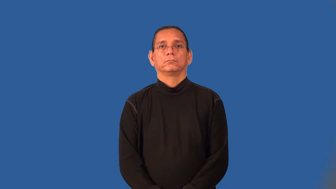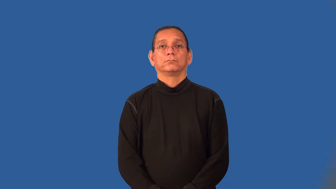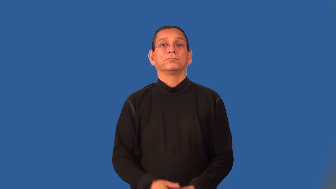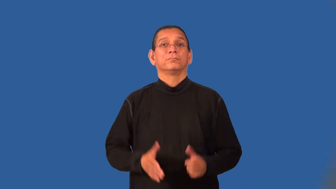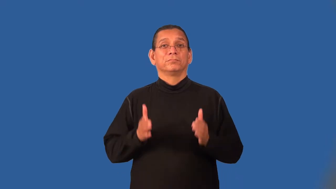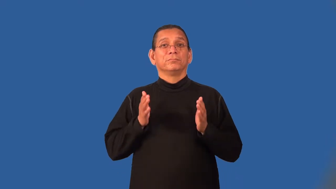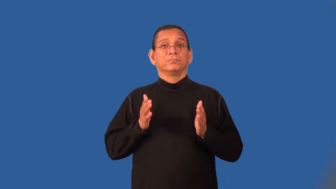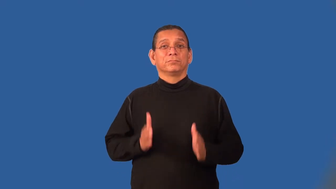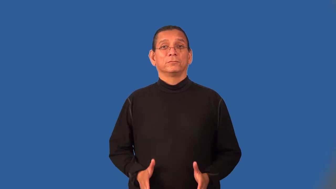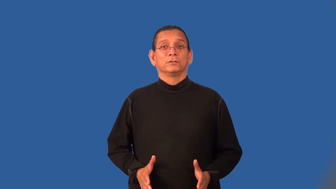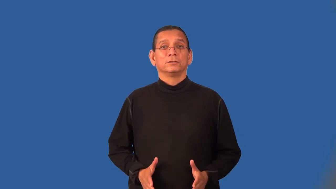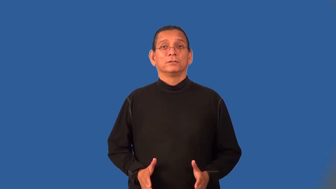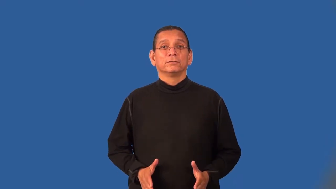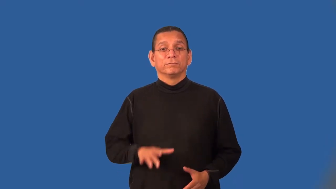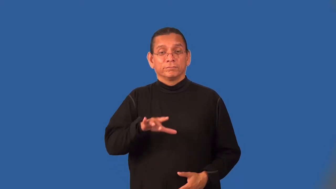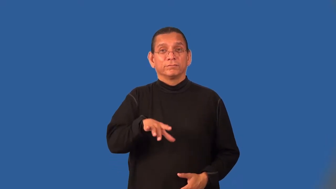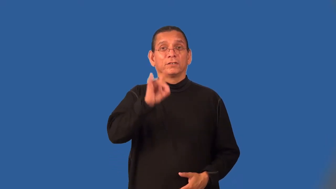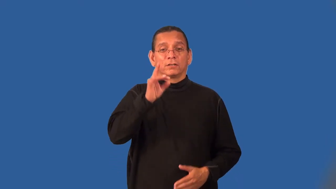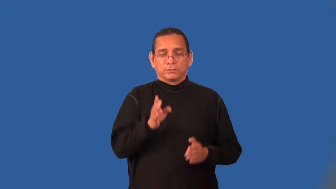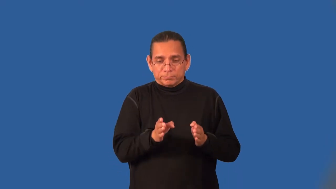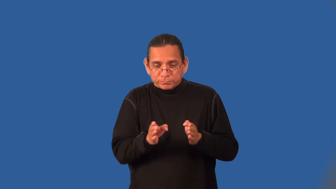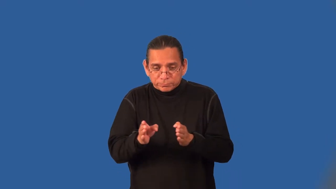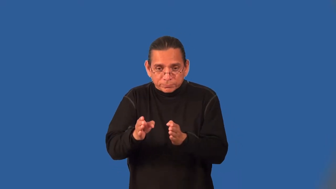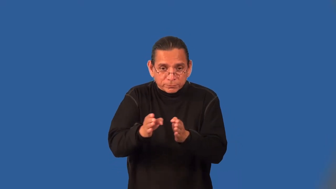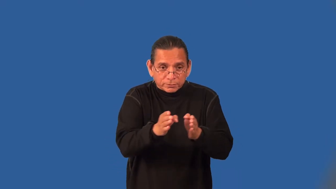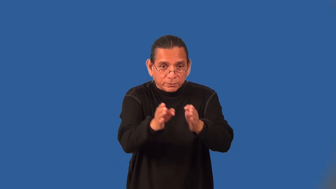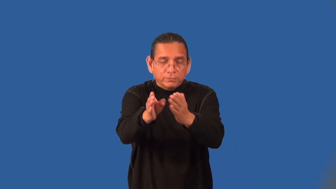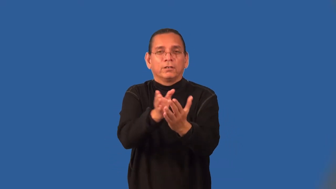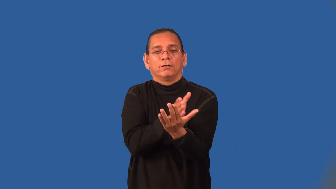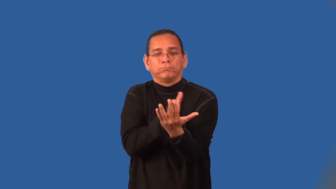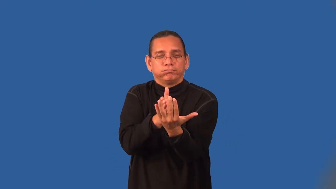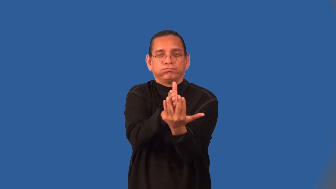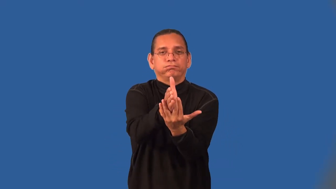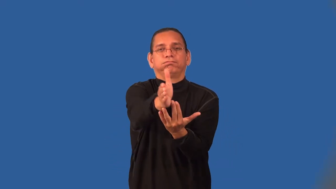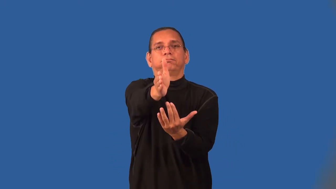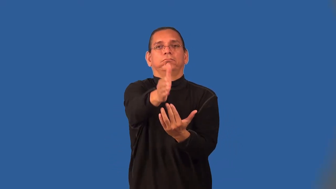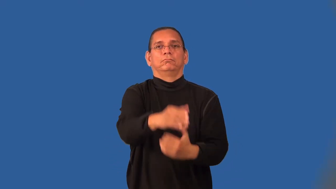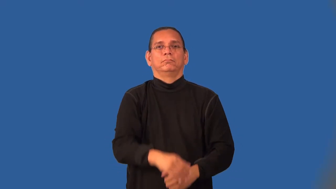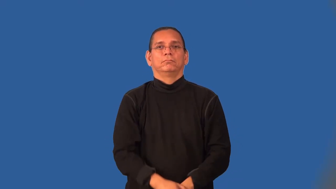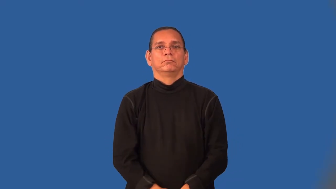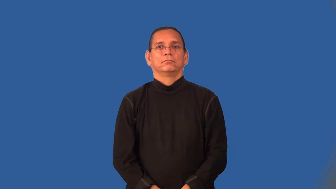pathfinder